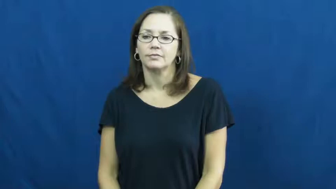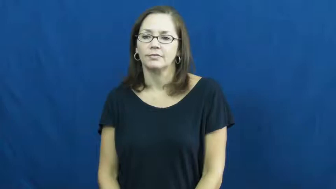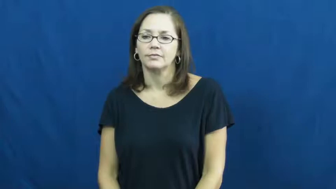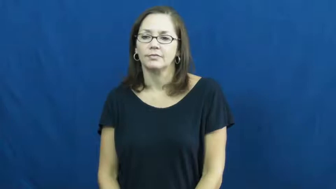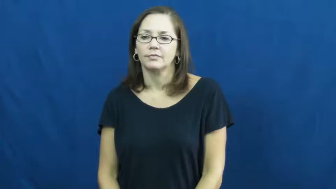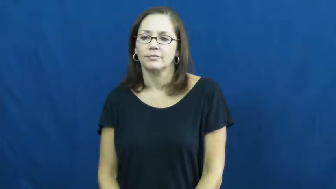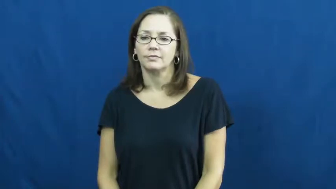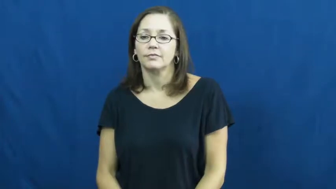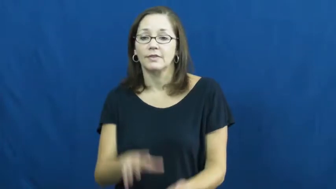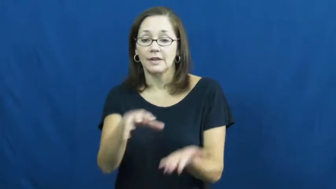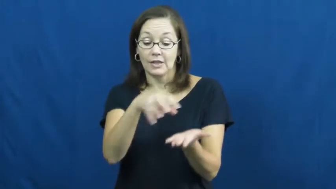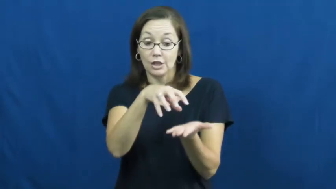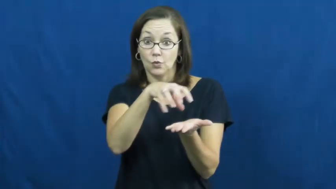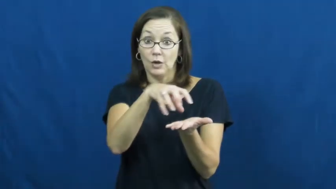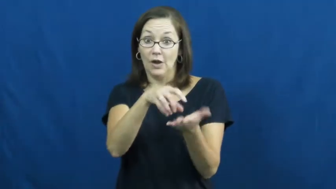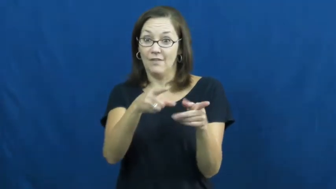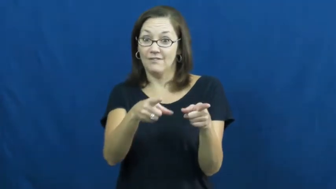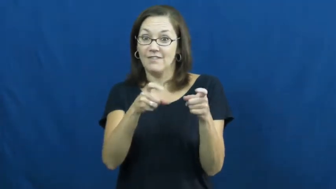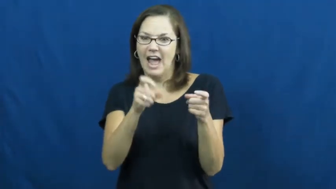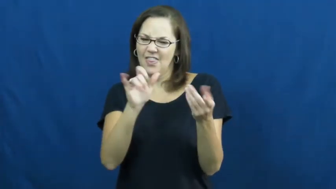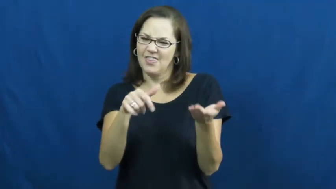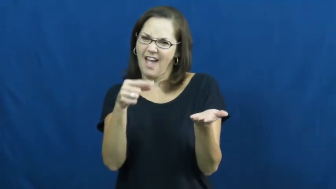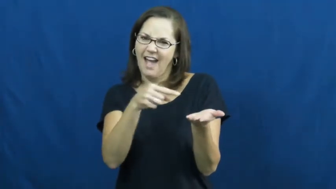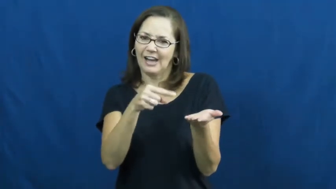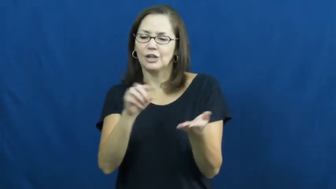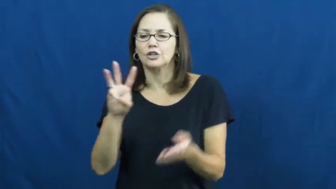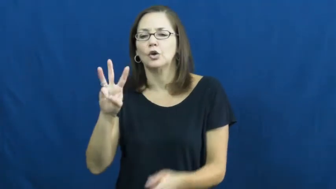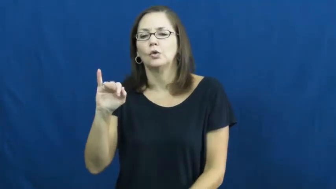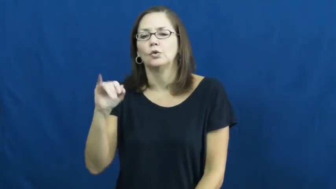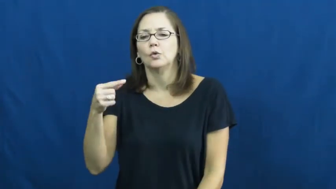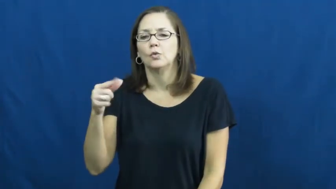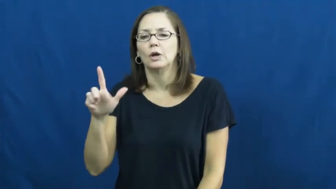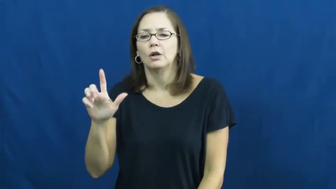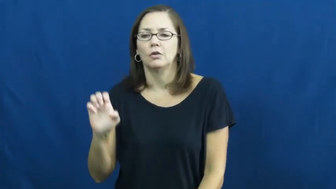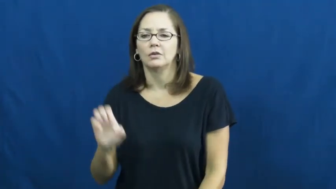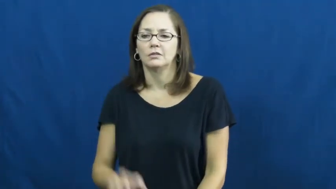wiggle,waggle-jello